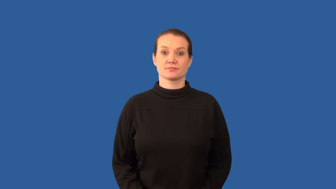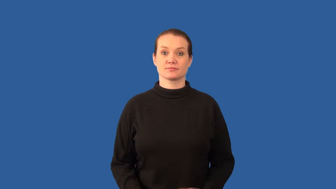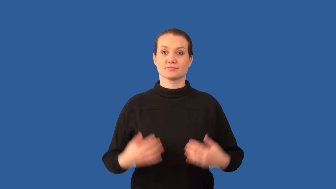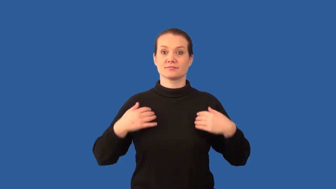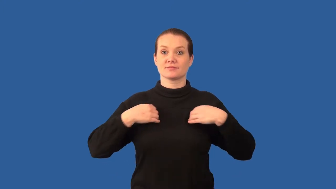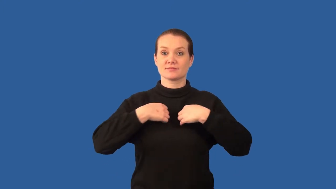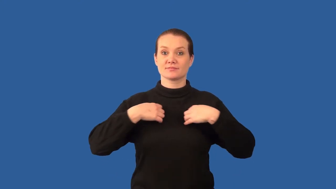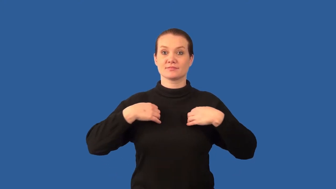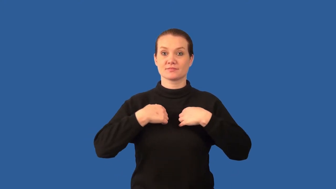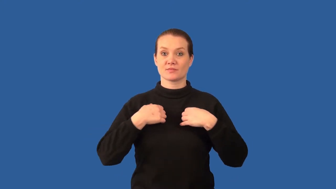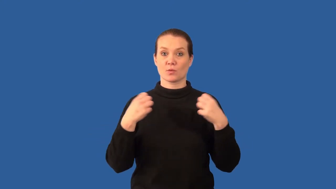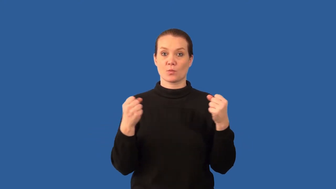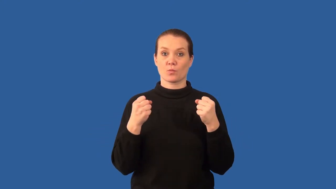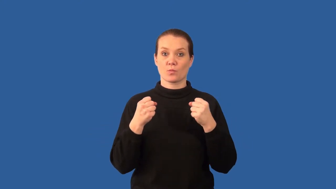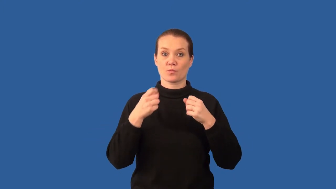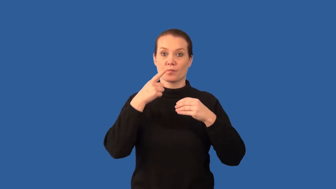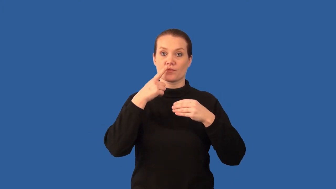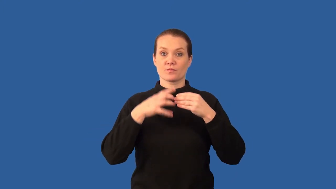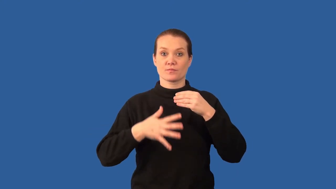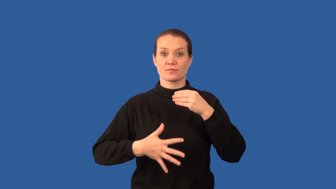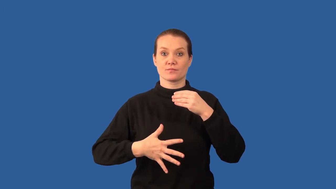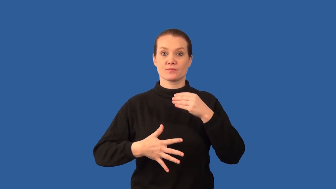ectotherm